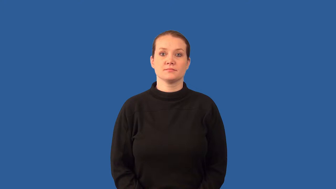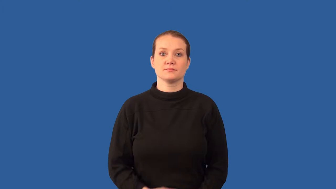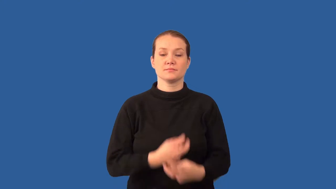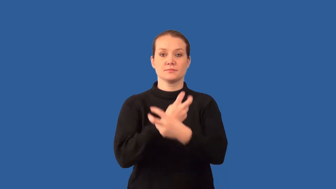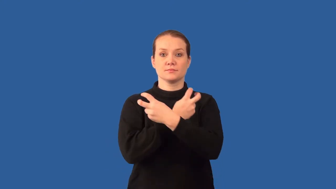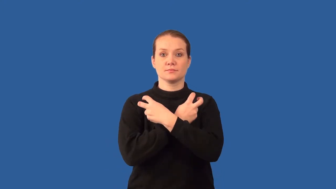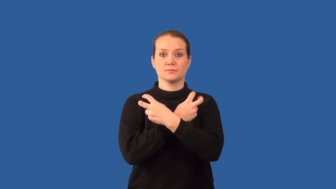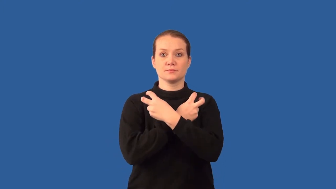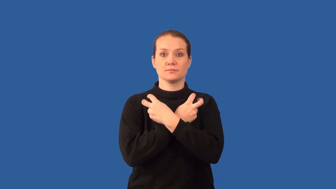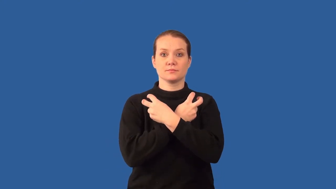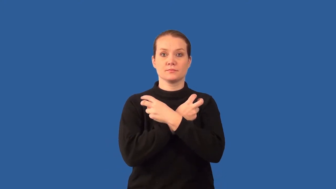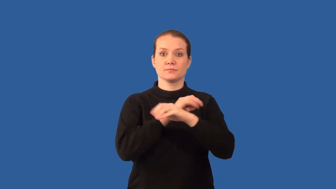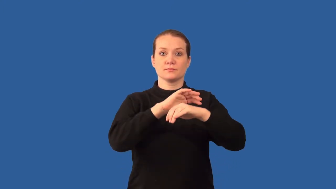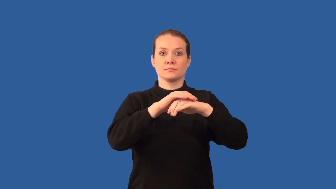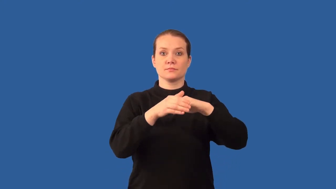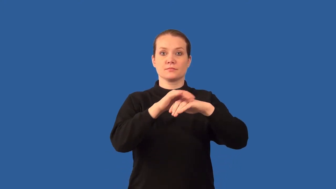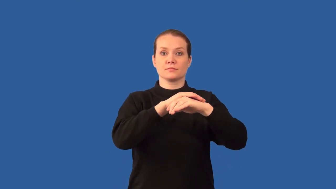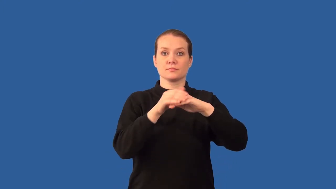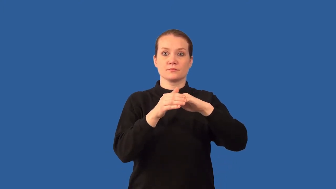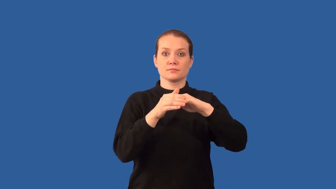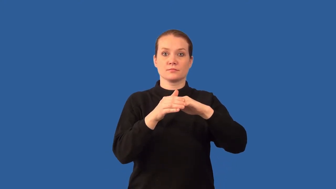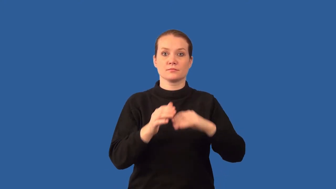cartilage